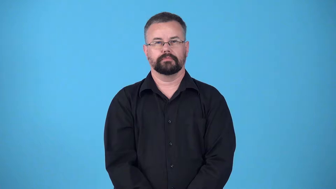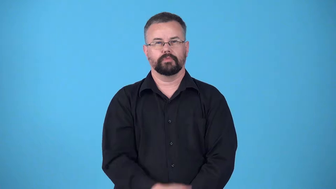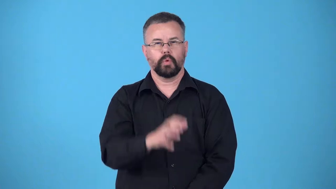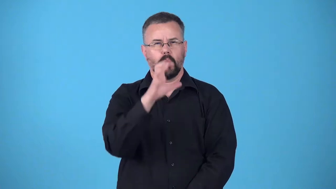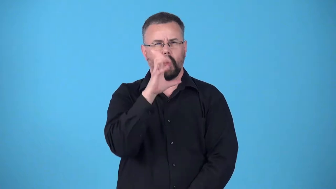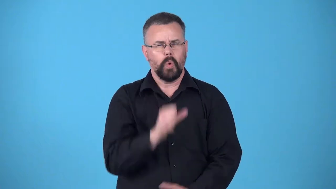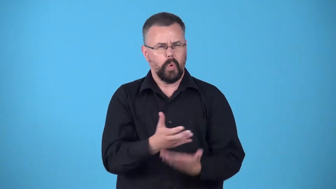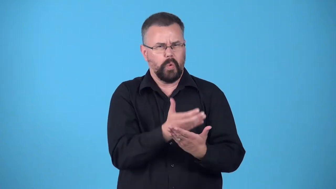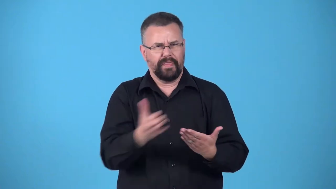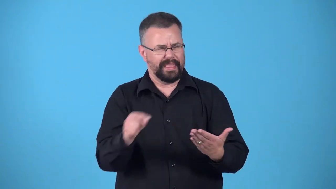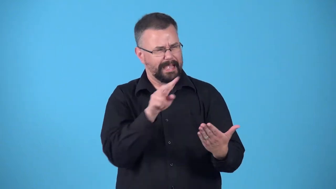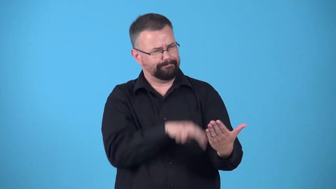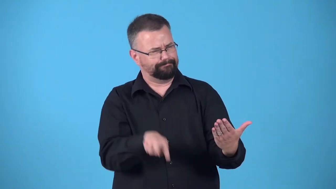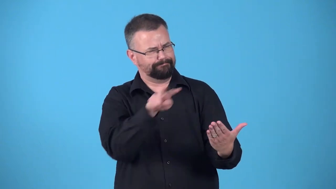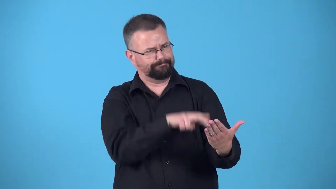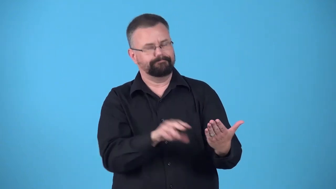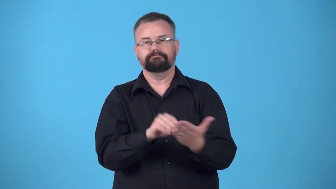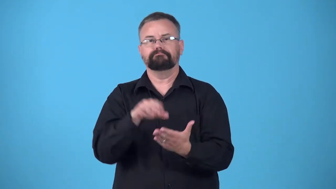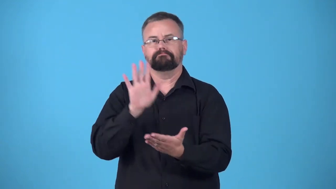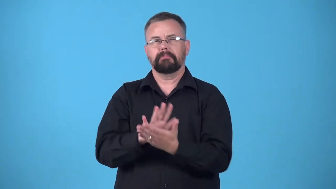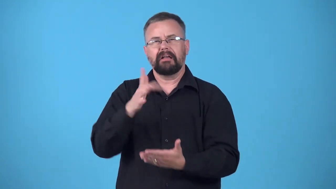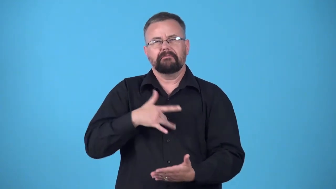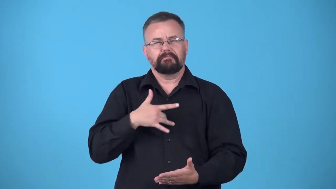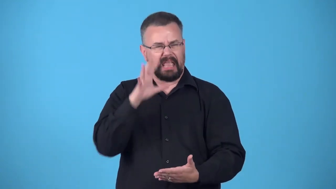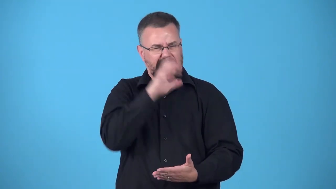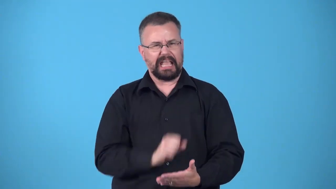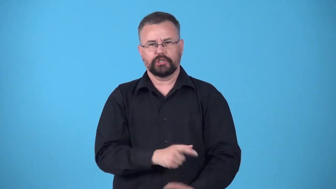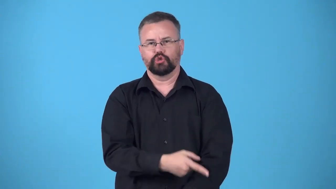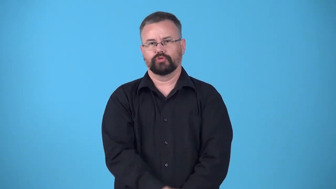date-label age of something old